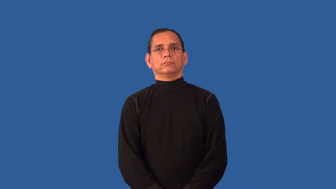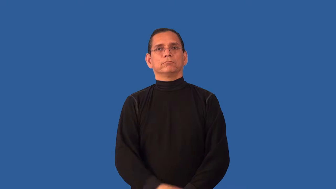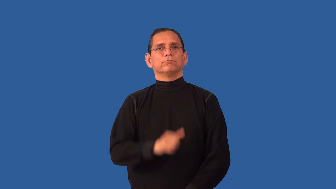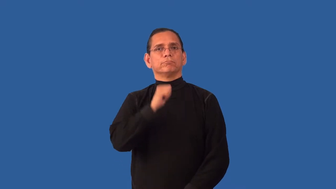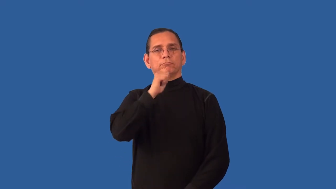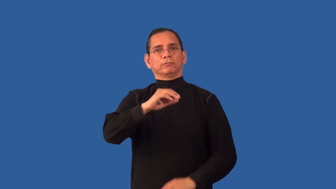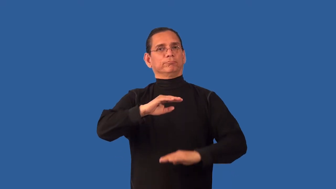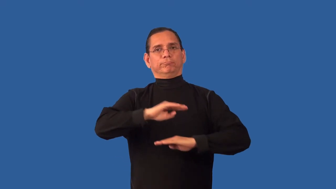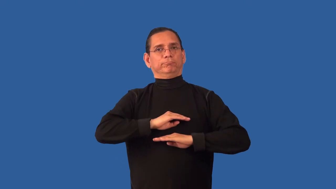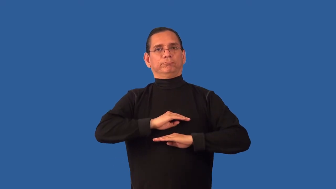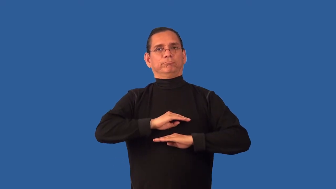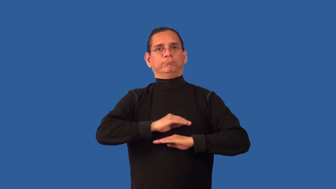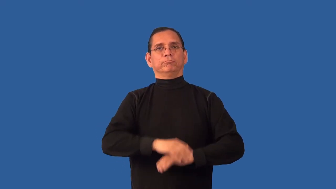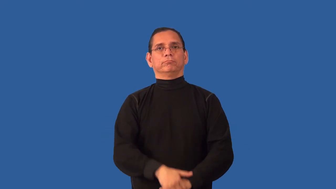unfulfilled-not satisfied